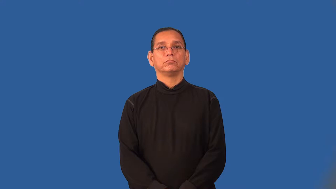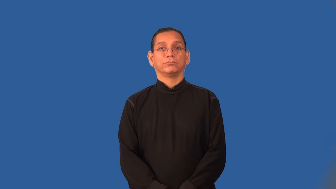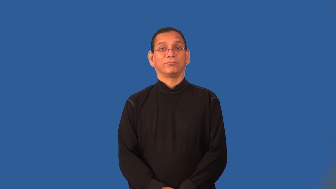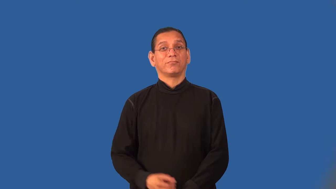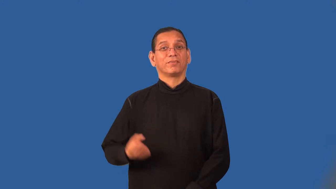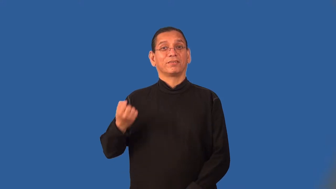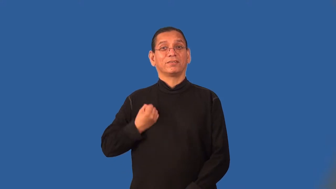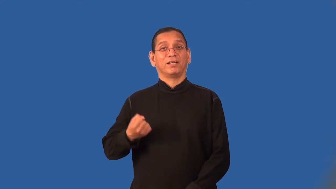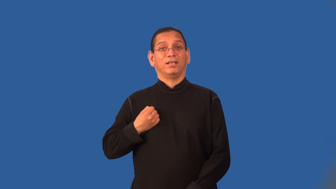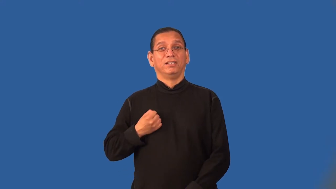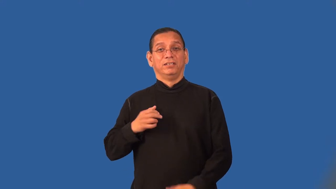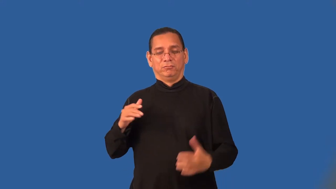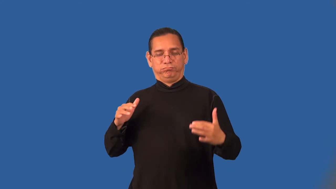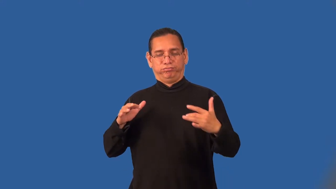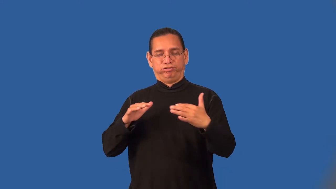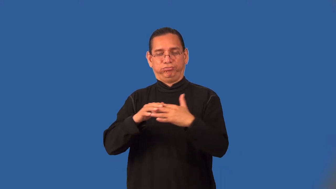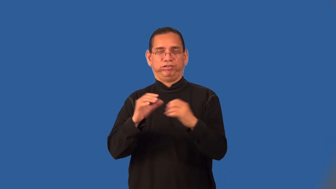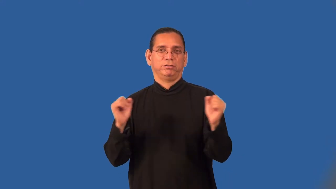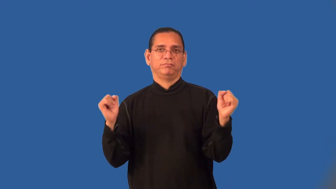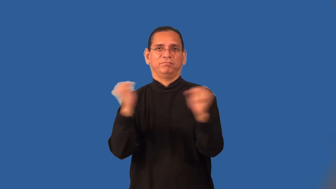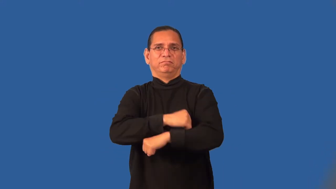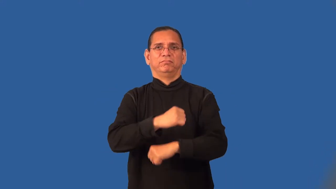rumble,melee-fight